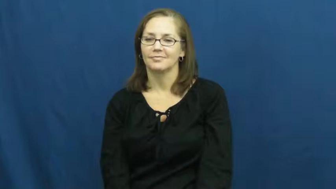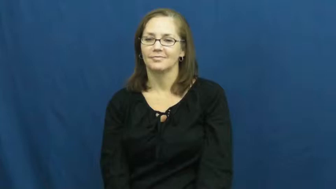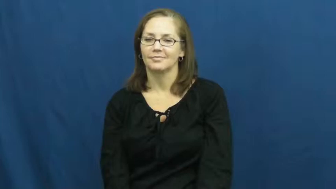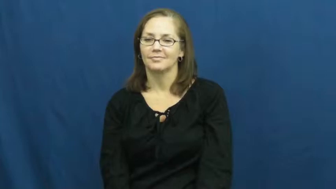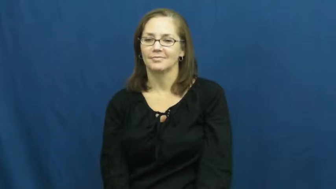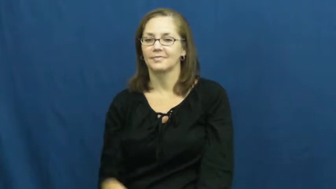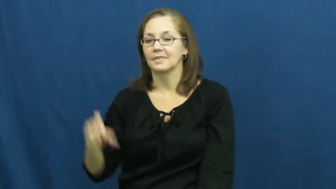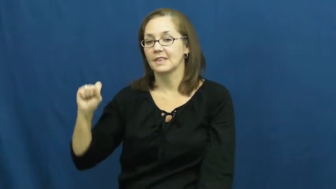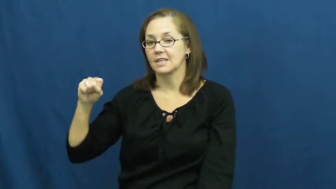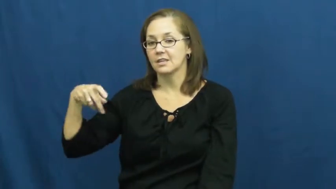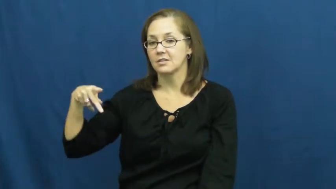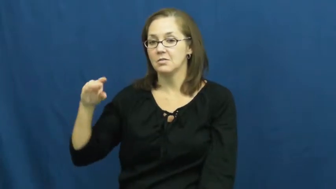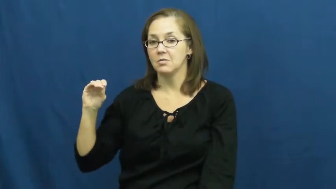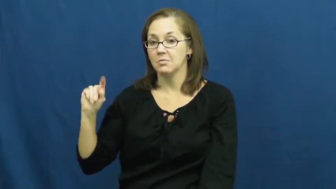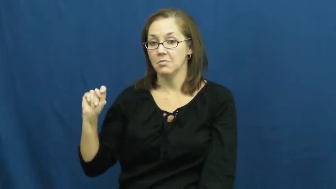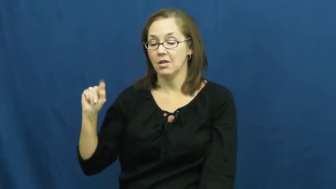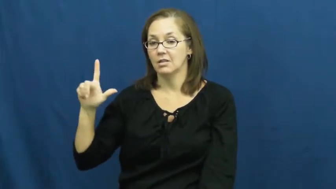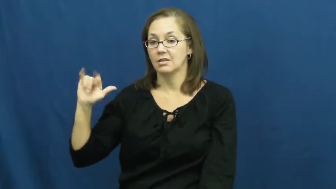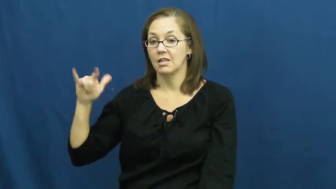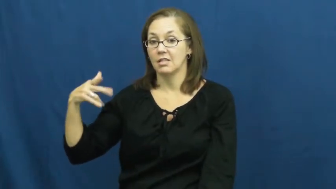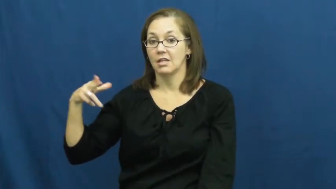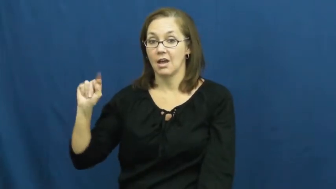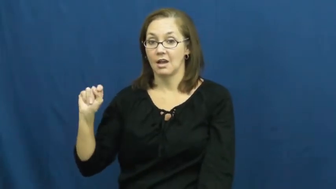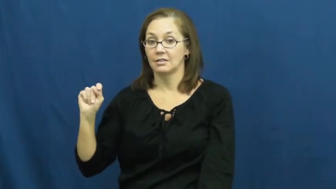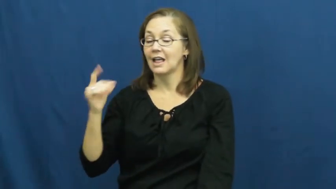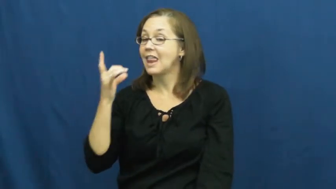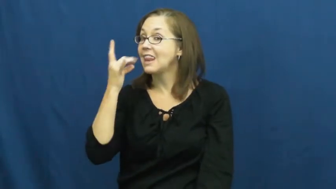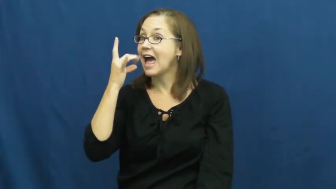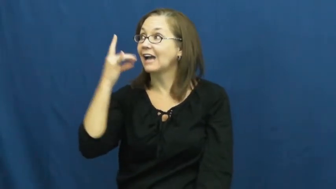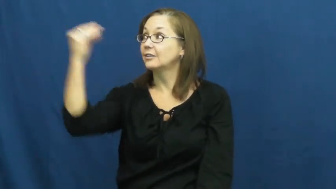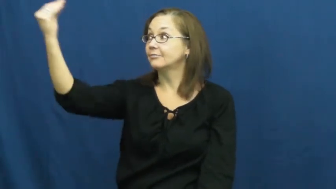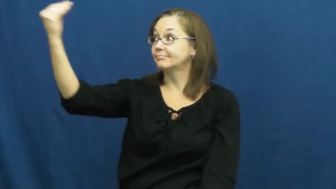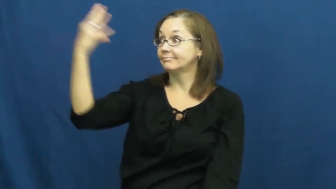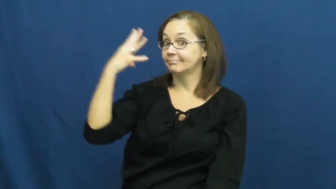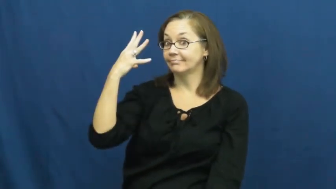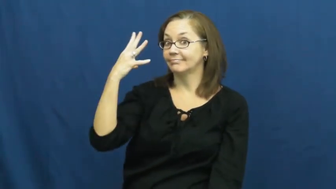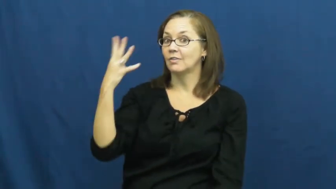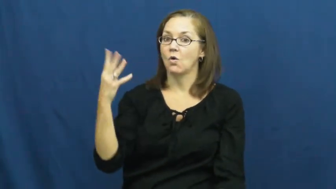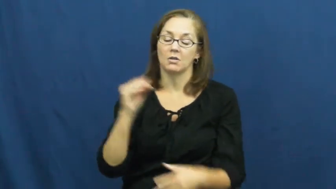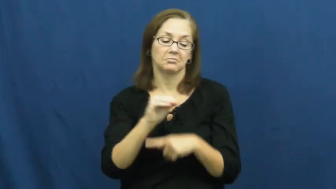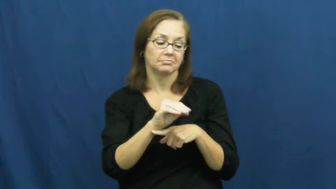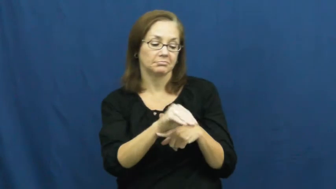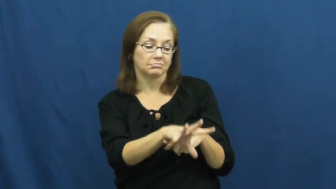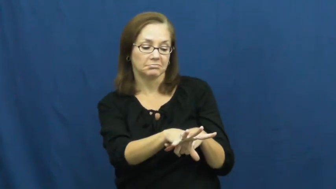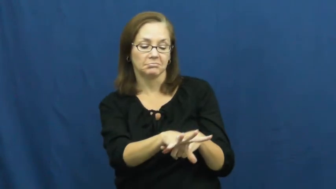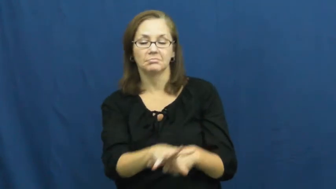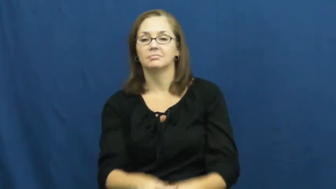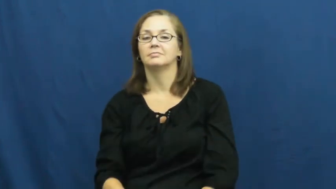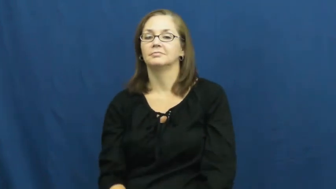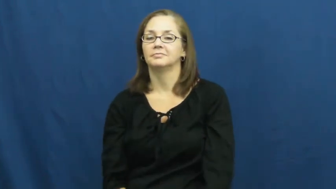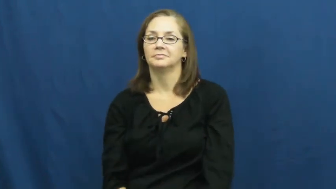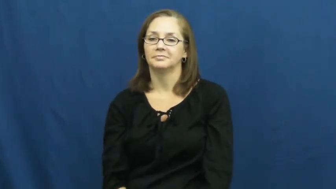spotlight